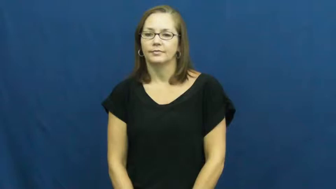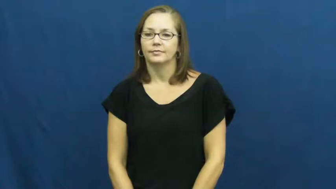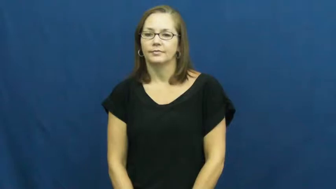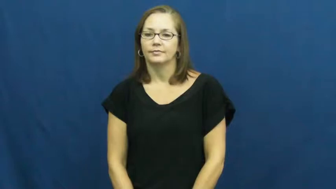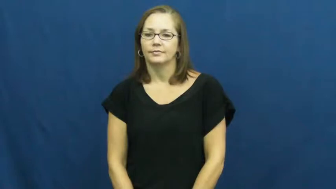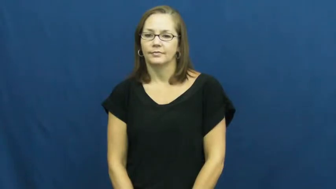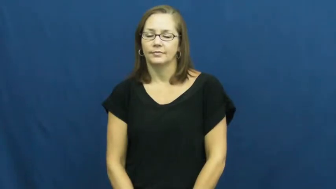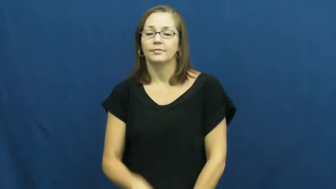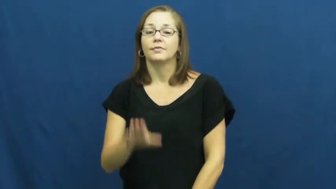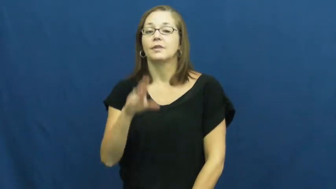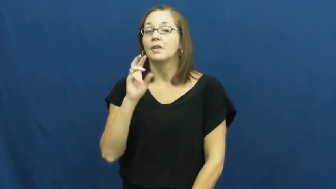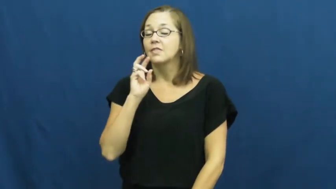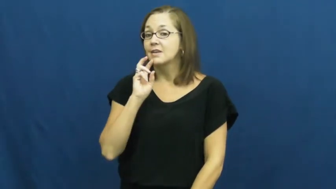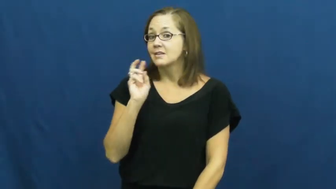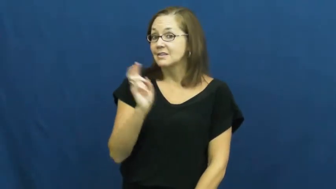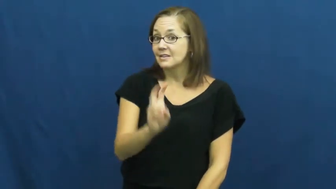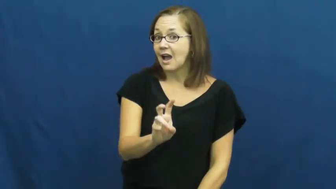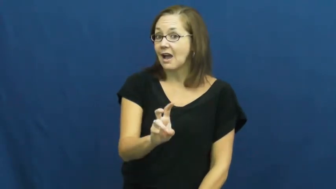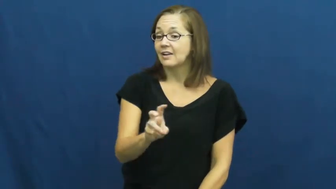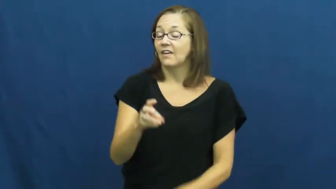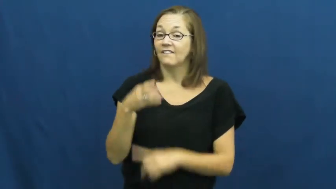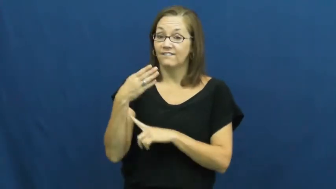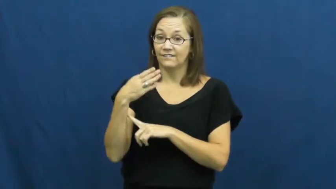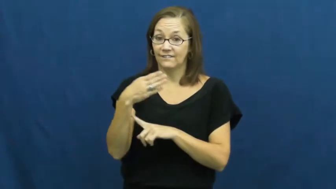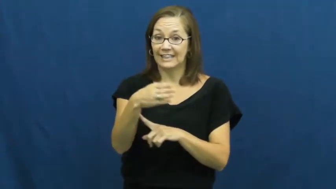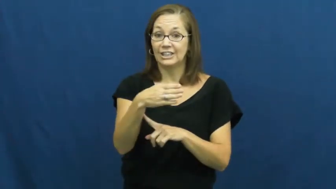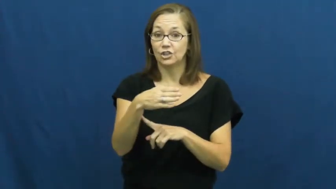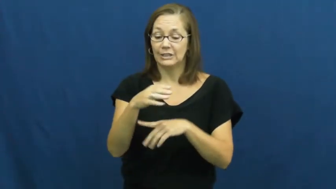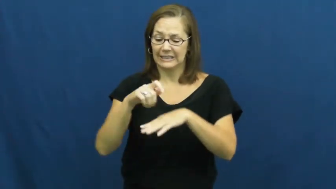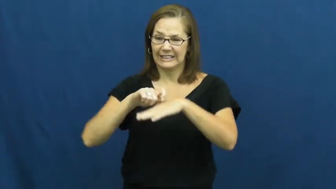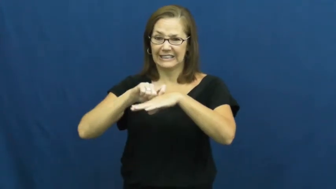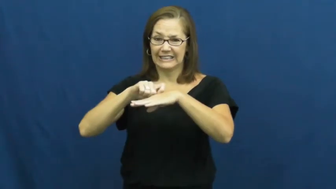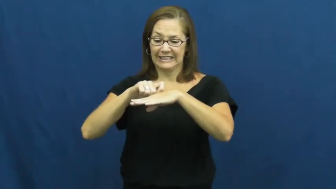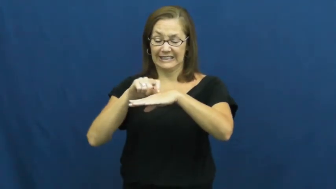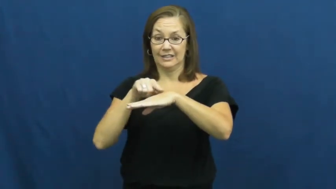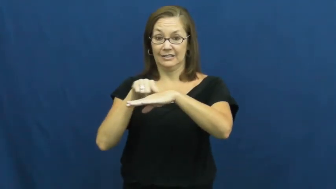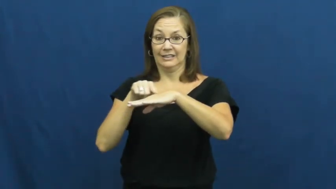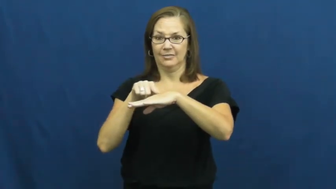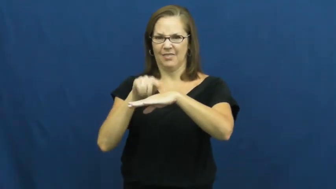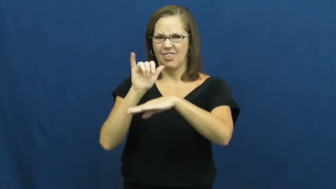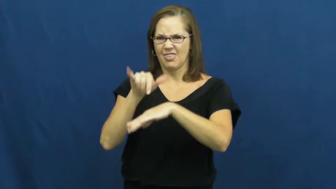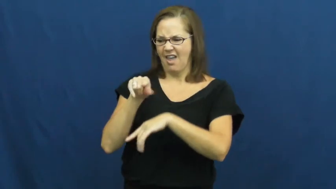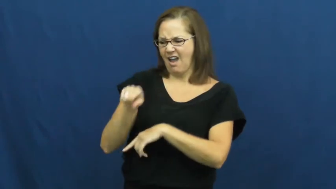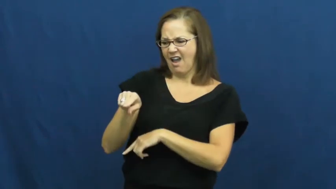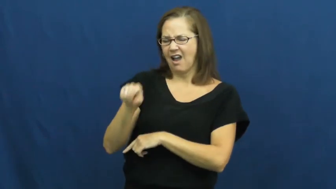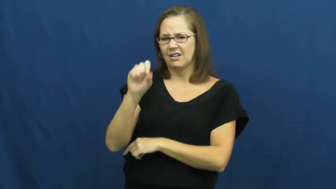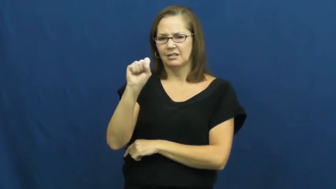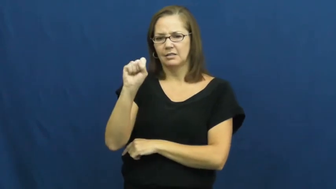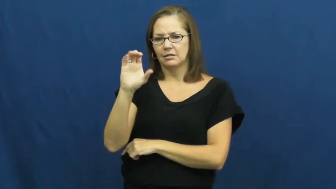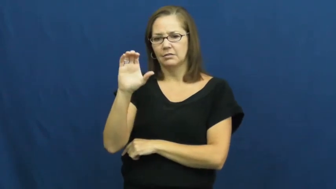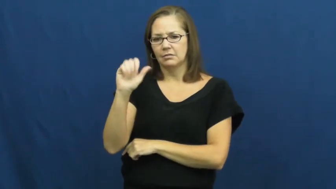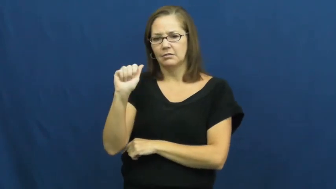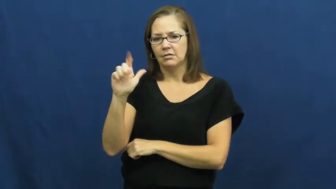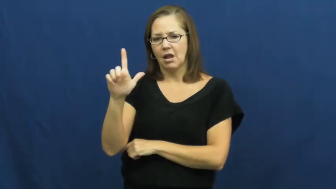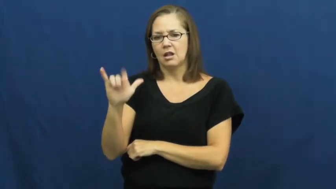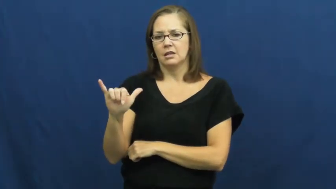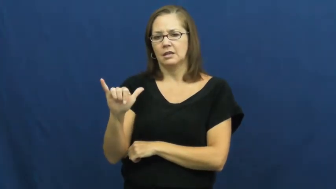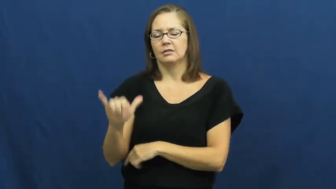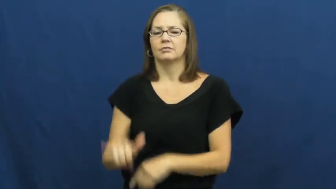scaly-animal